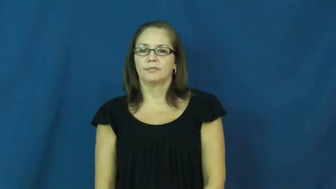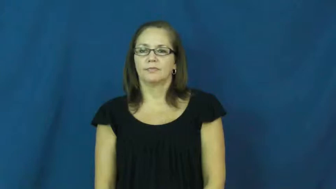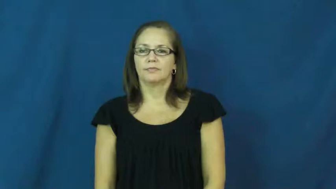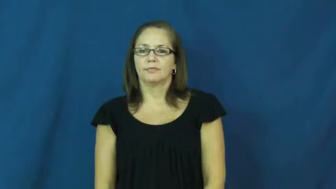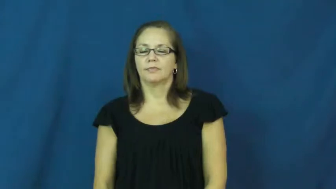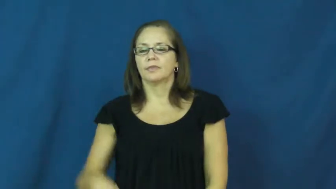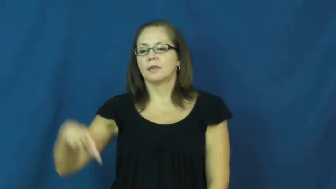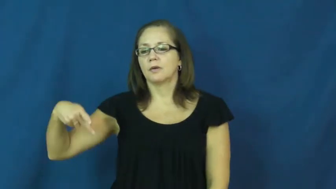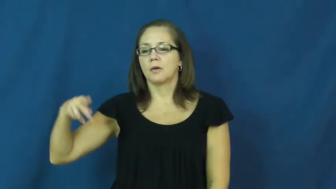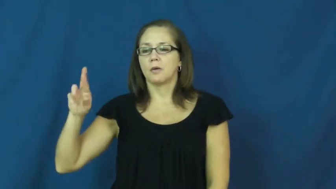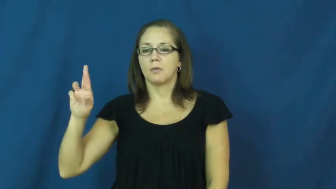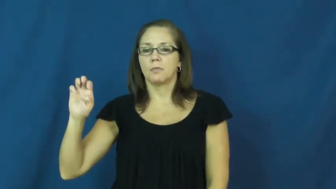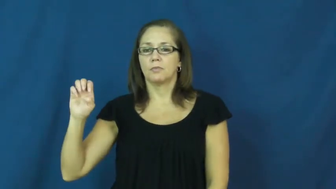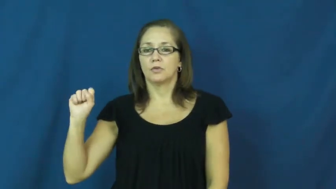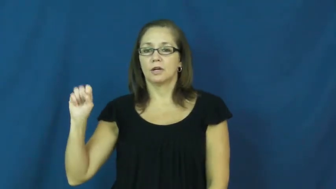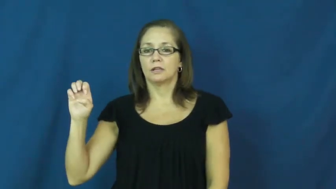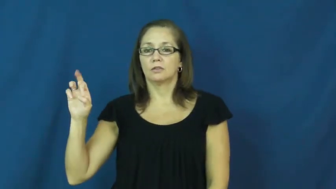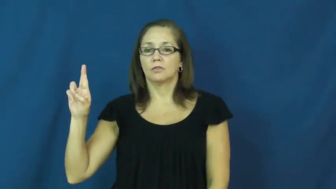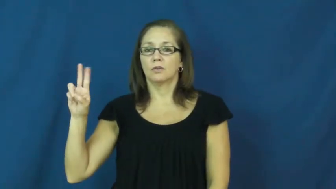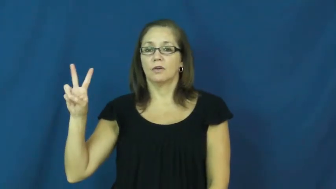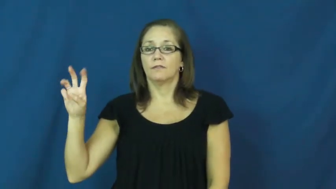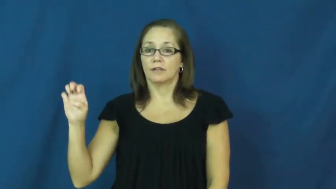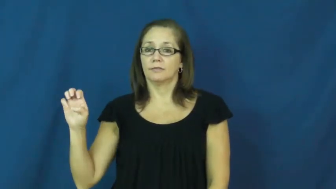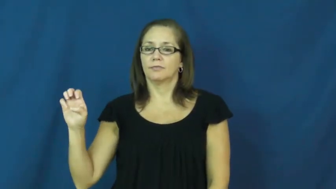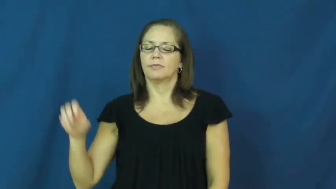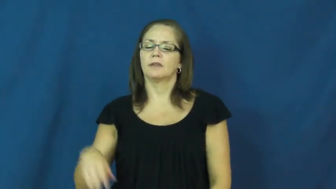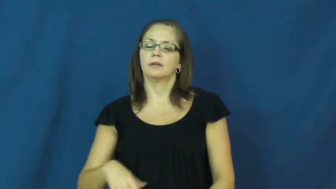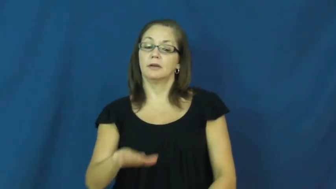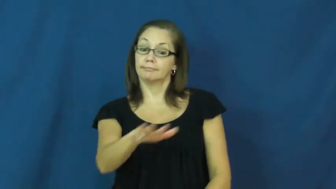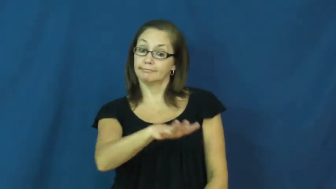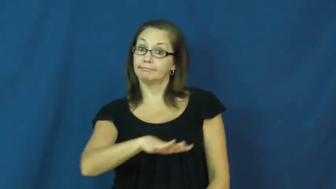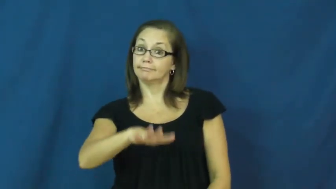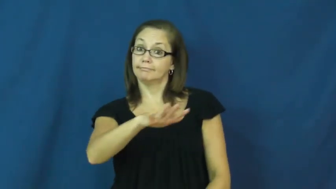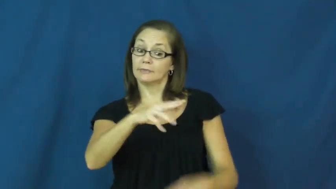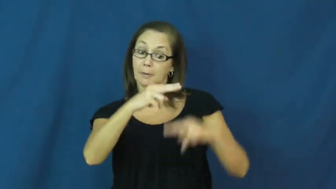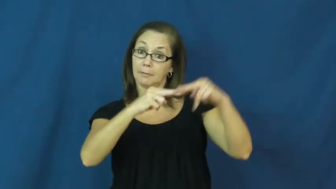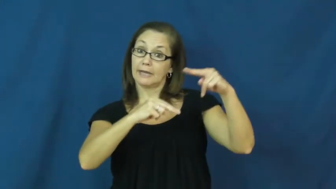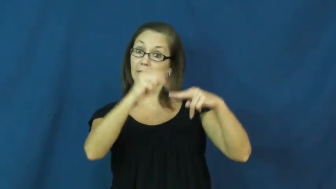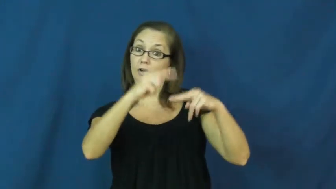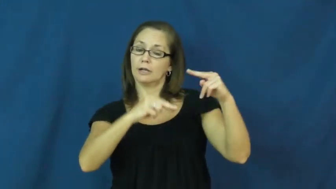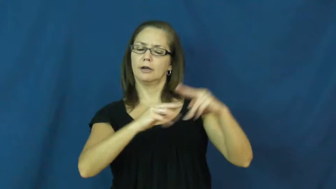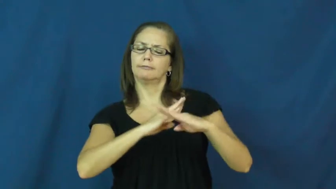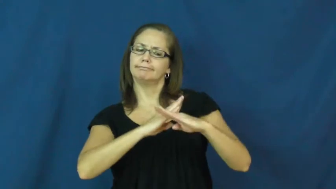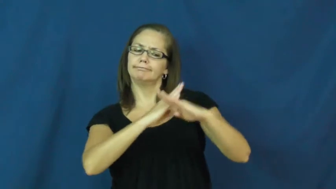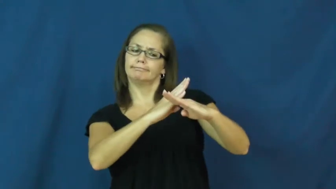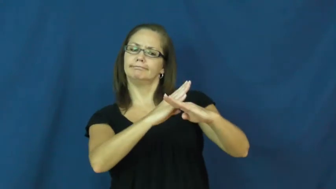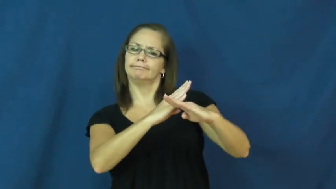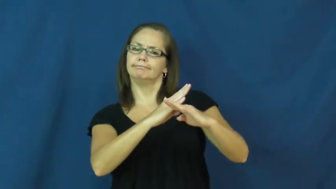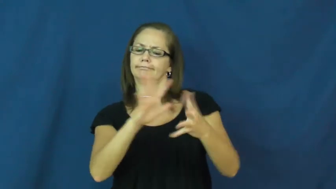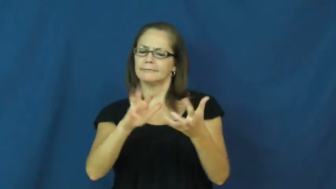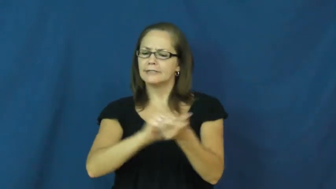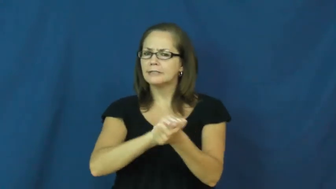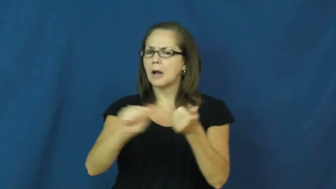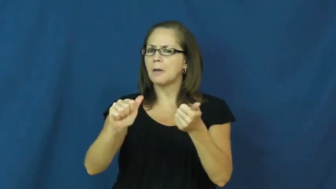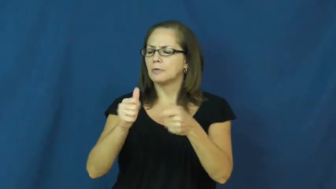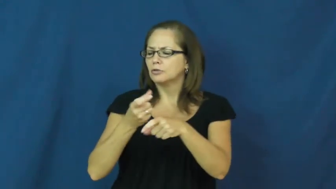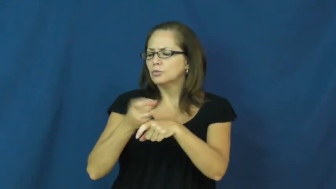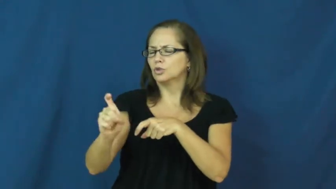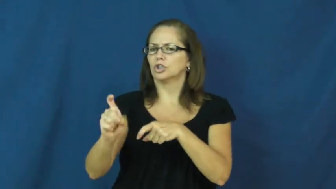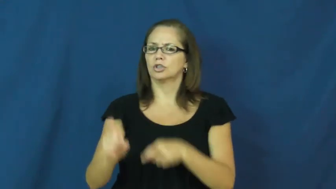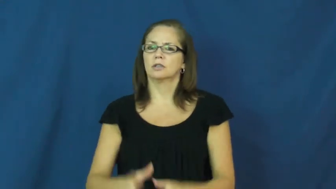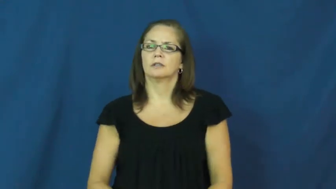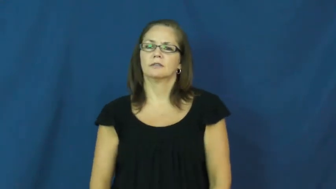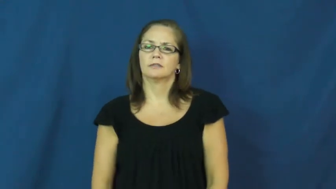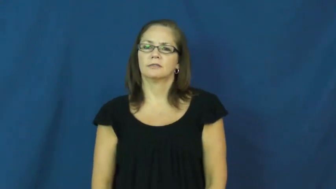preserve-building